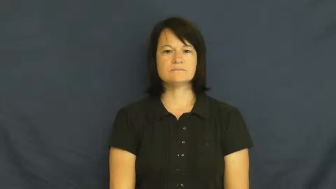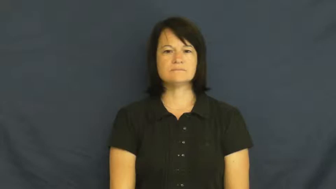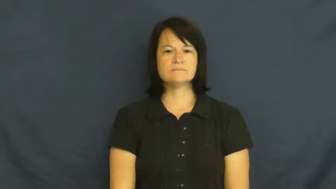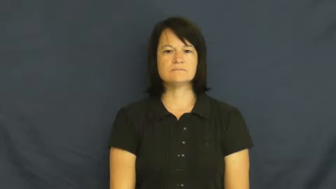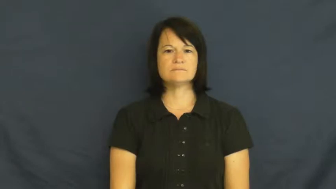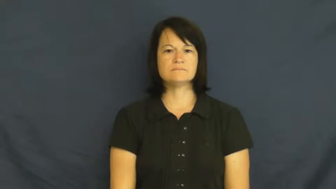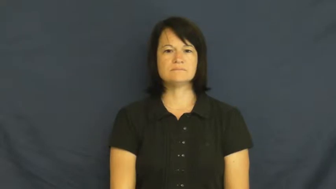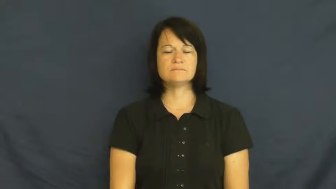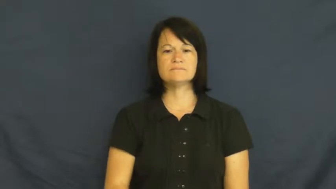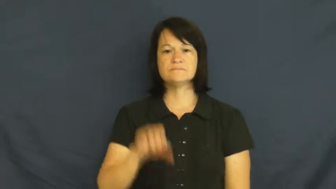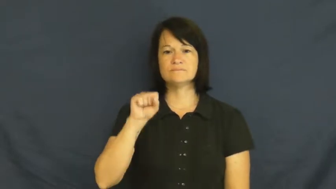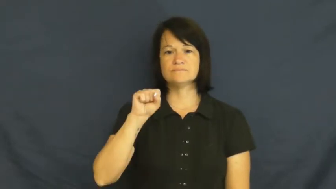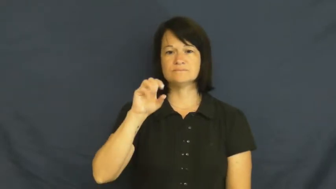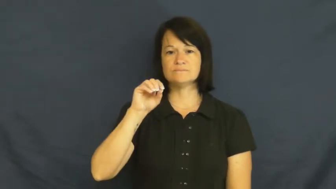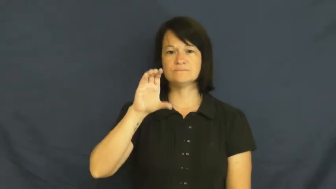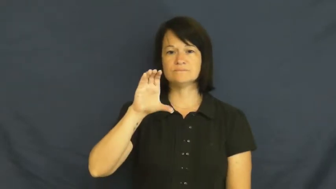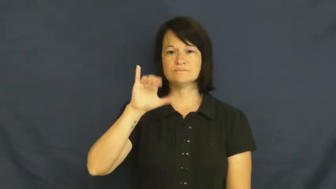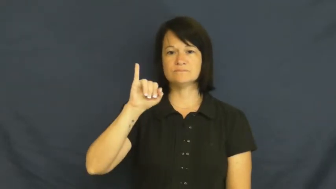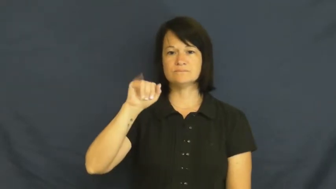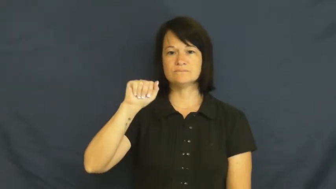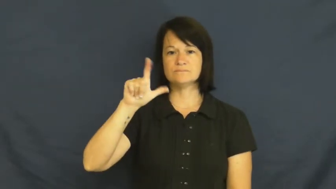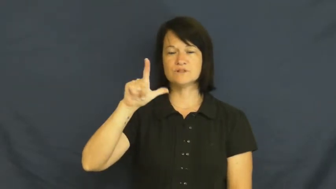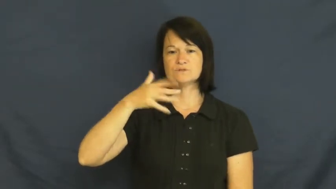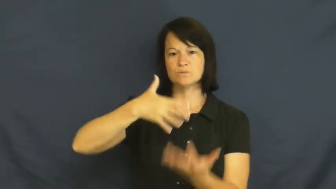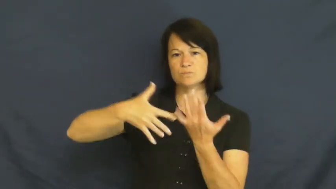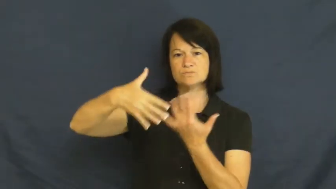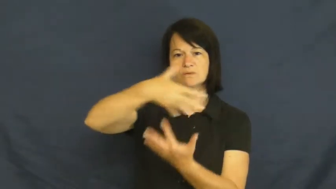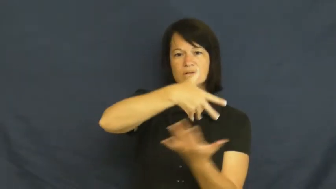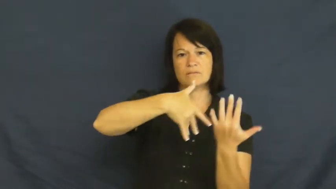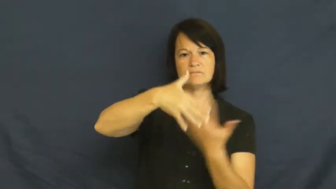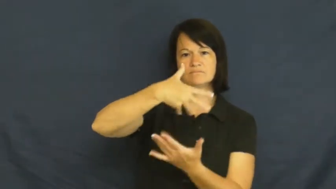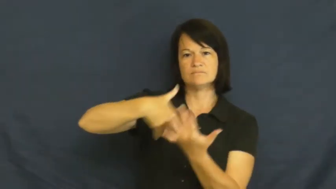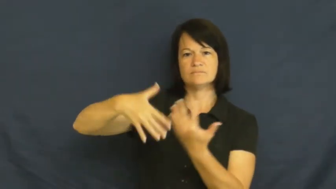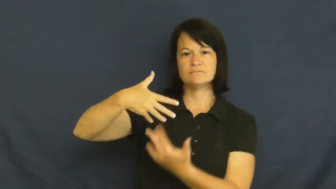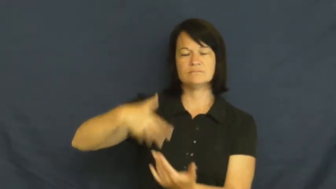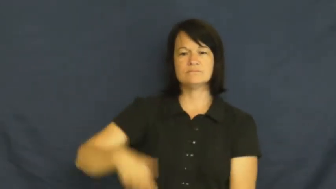social-adj